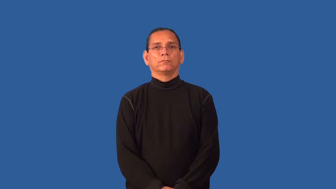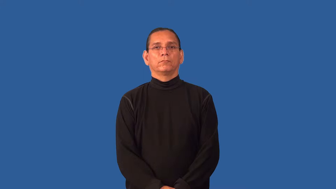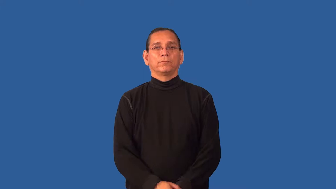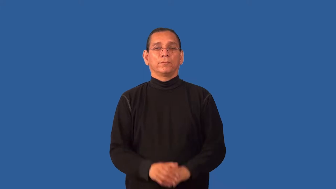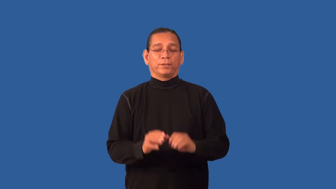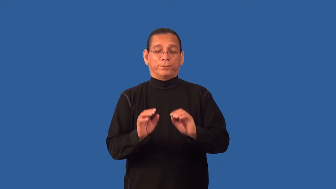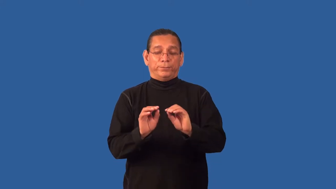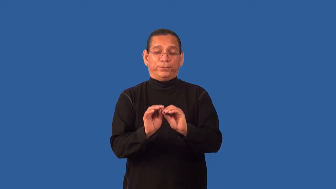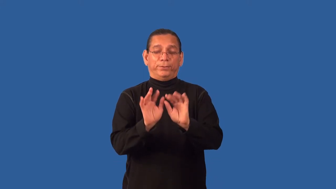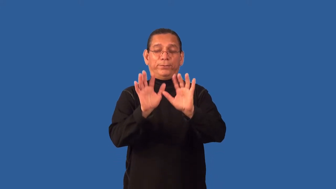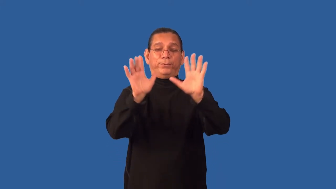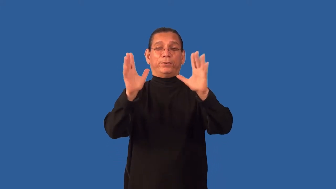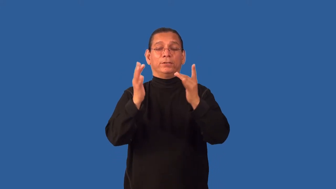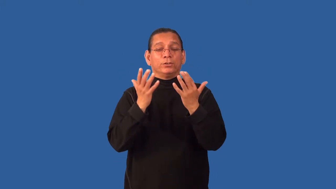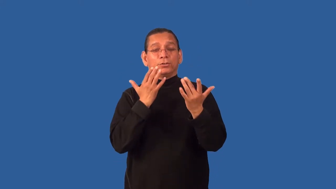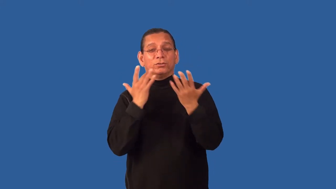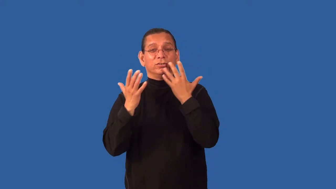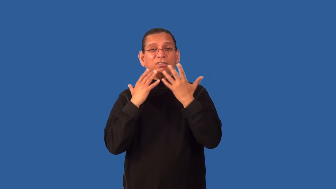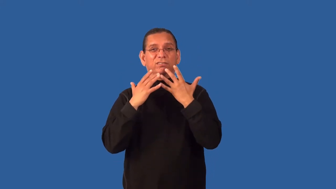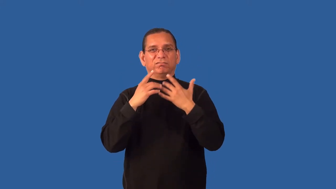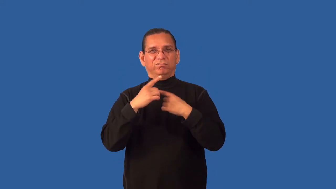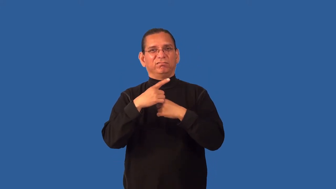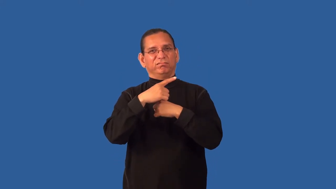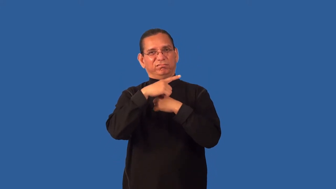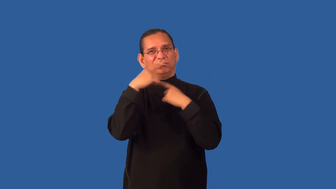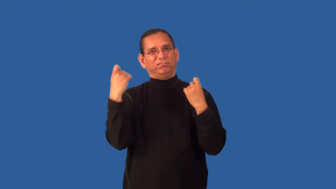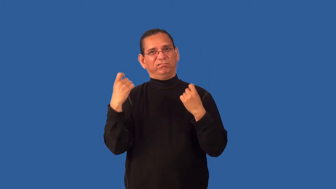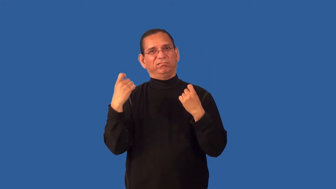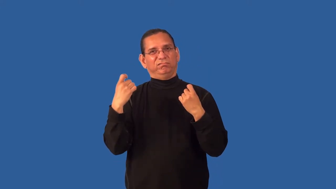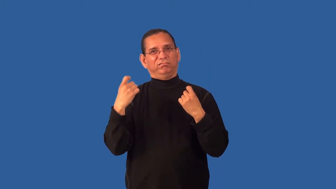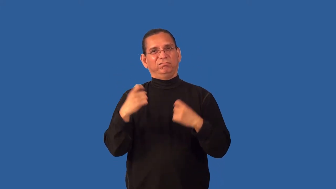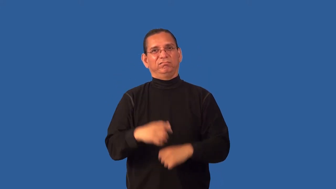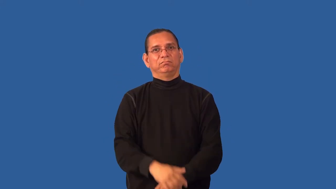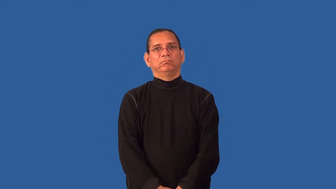garish,bedizen,tacky,chintzy